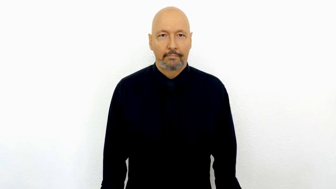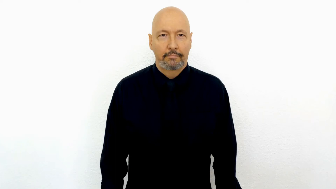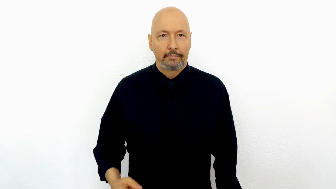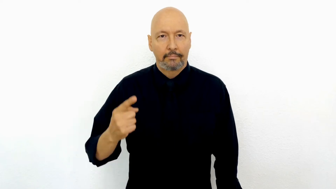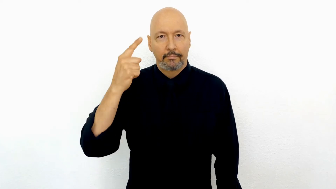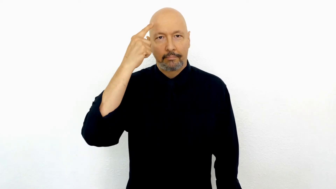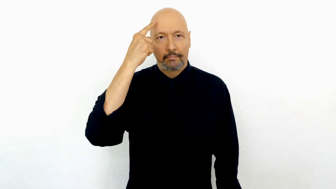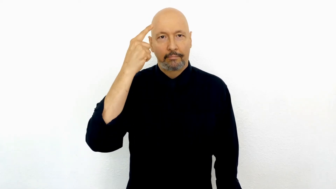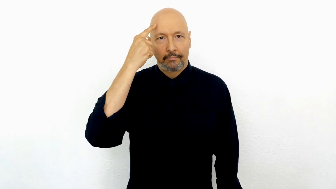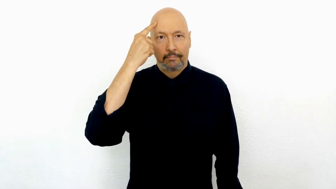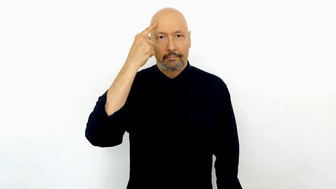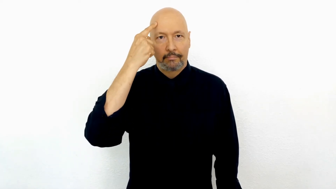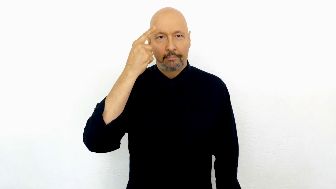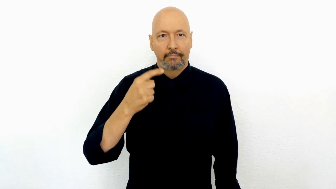MONGOLIA